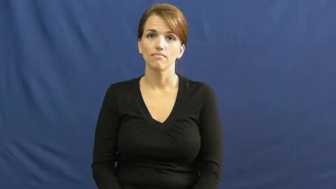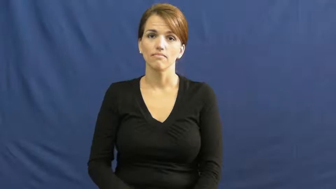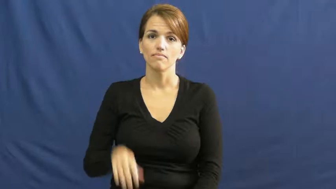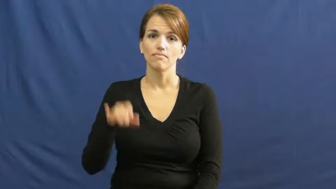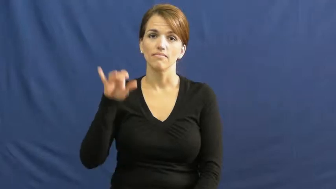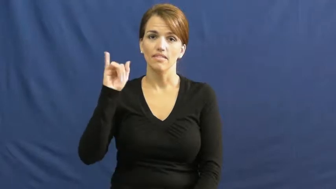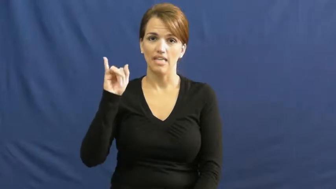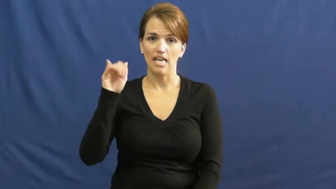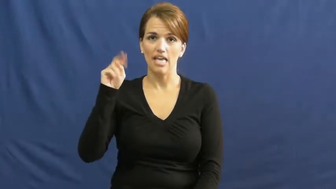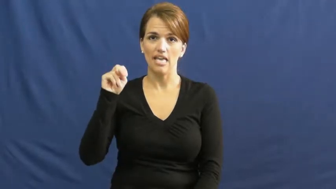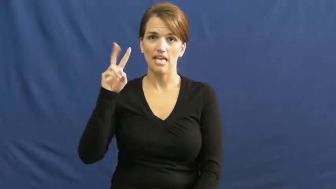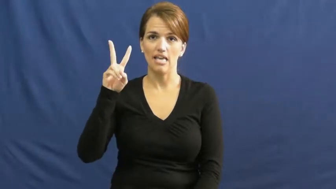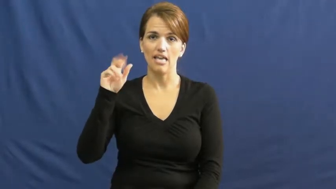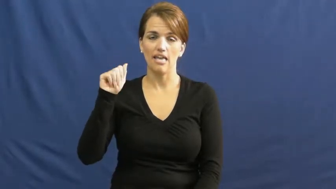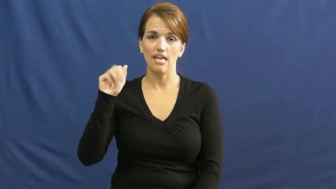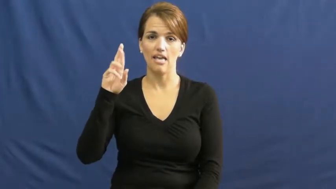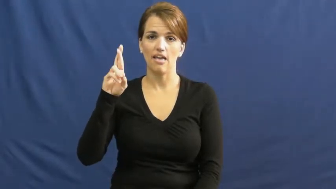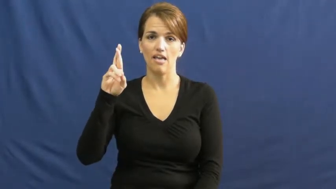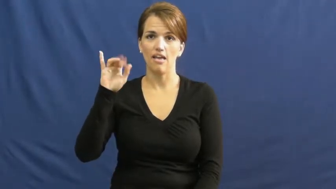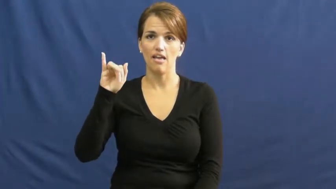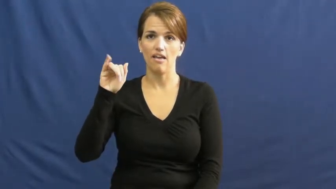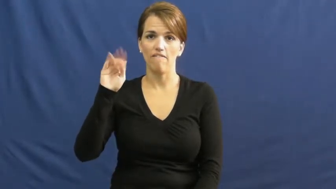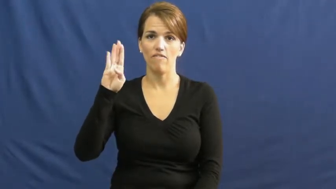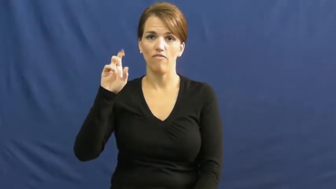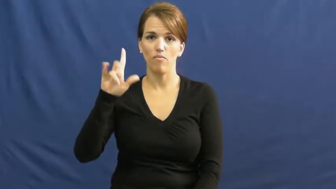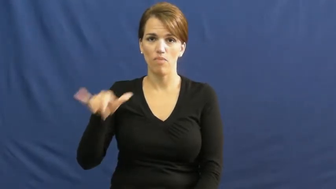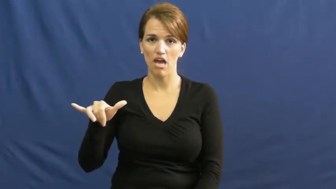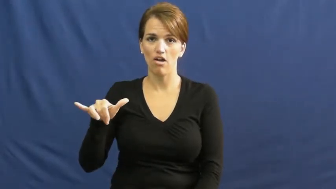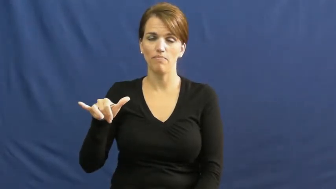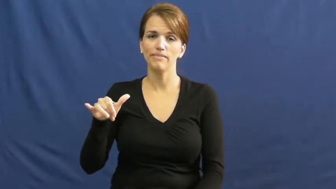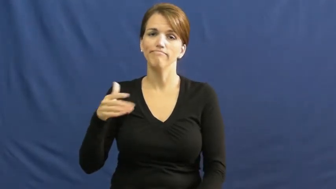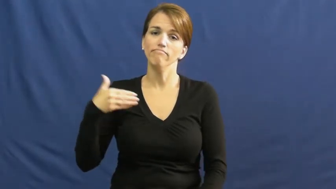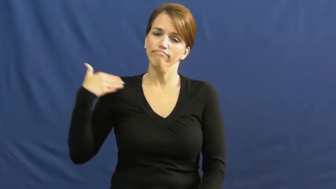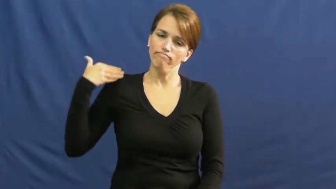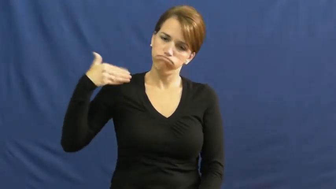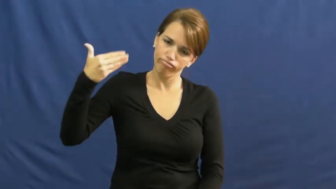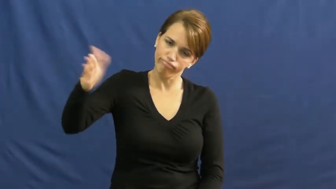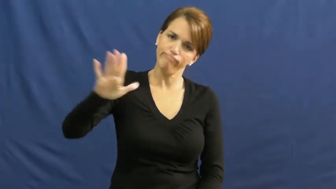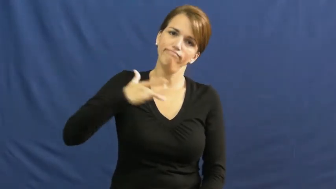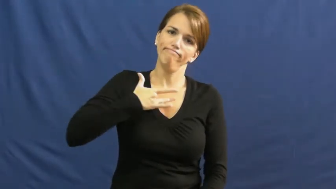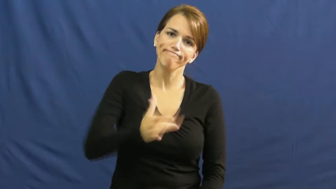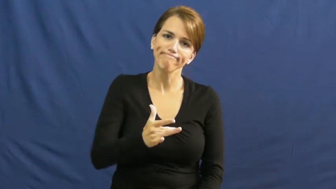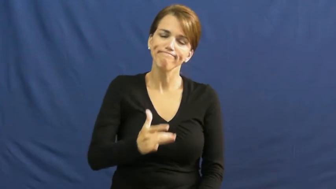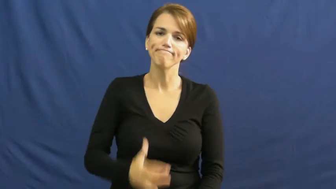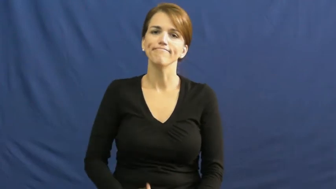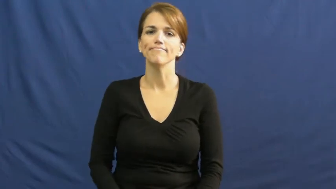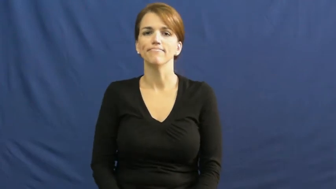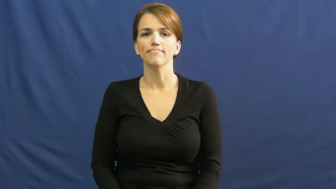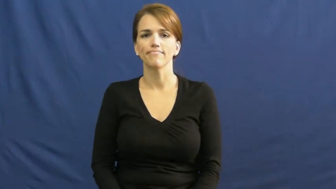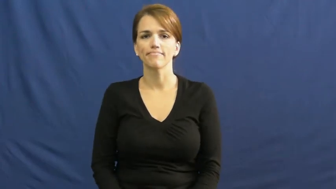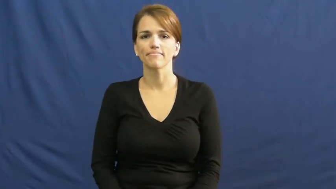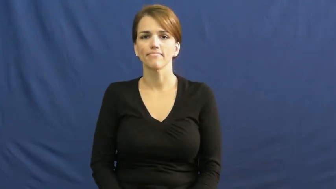invariably